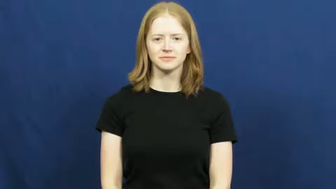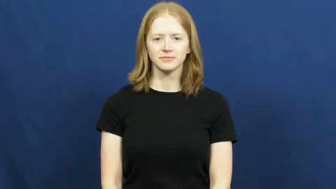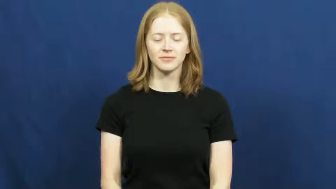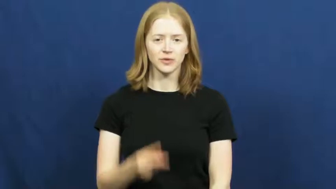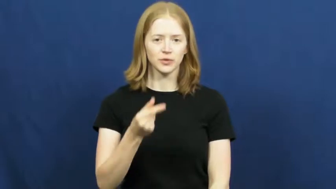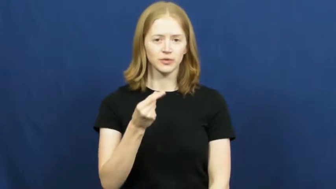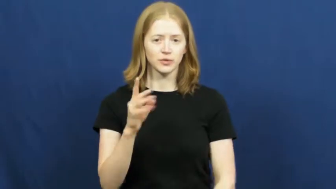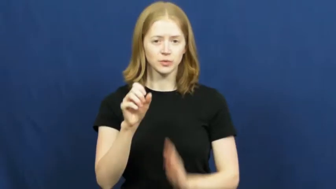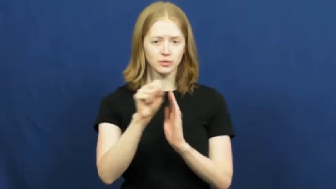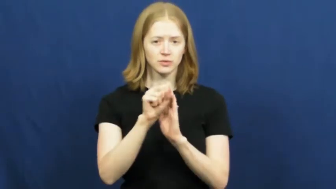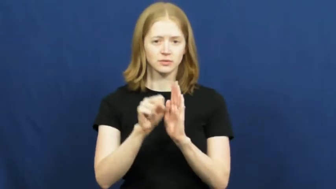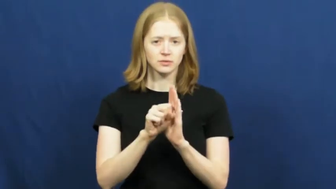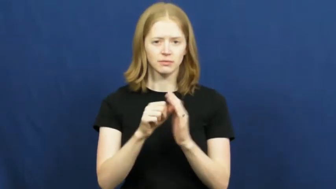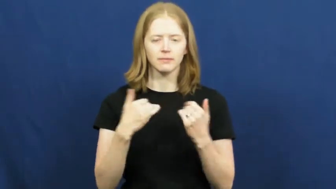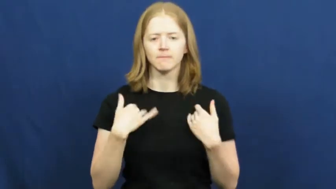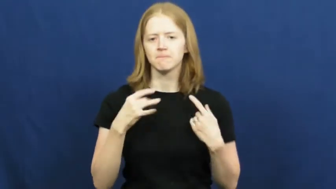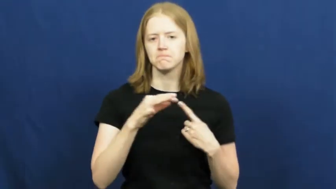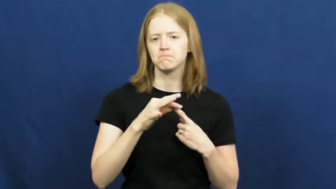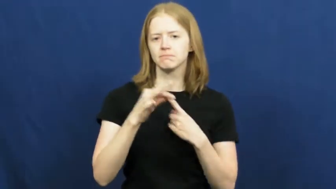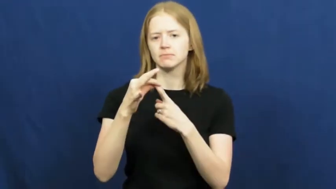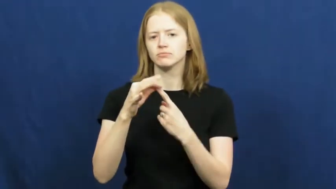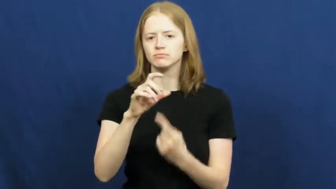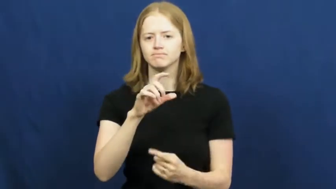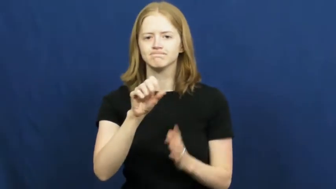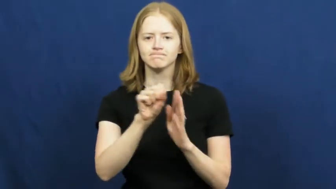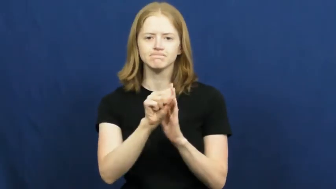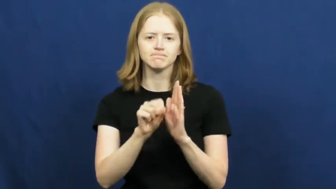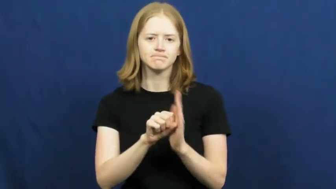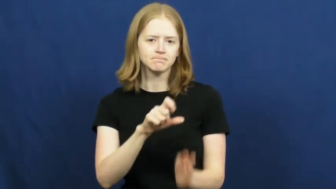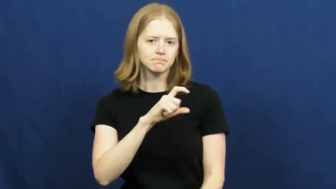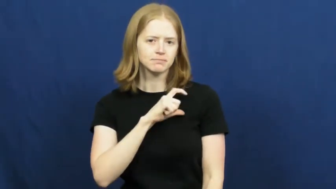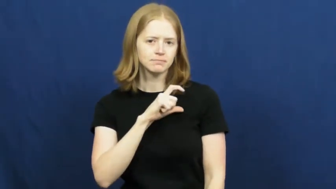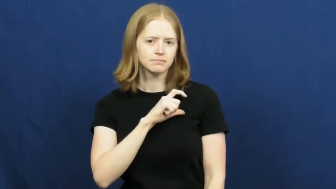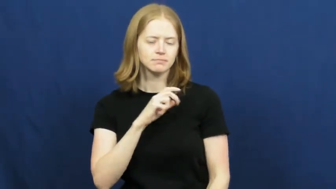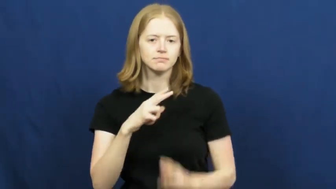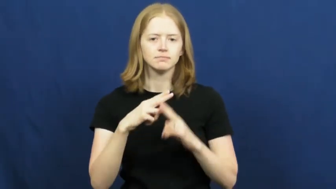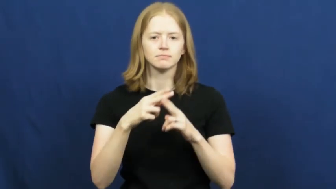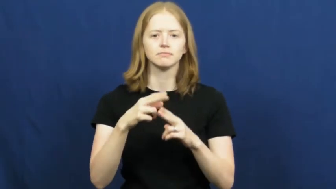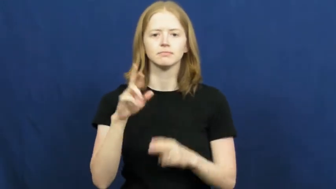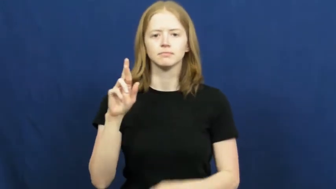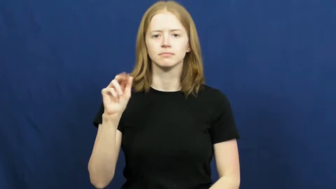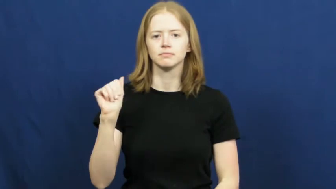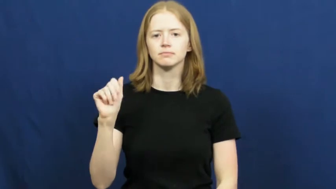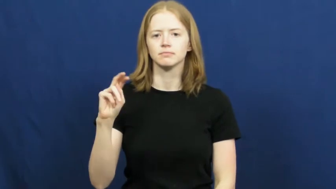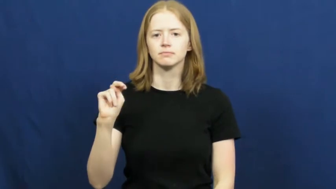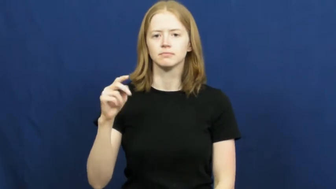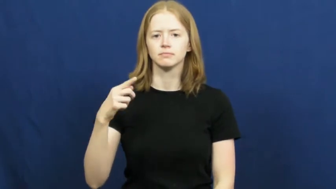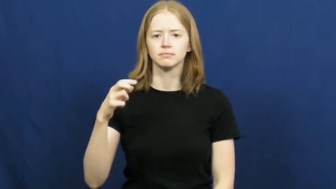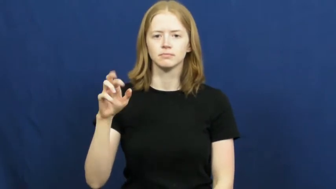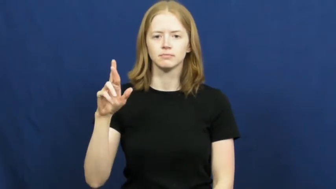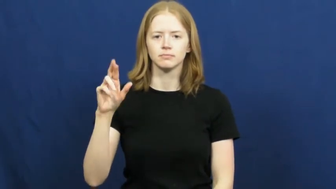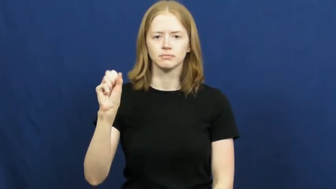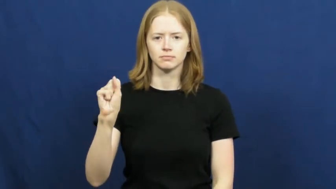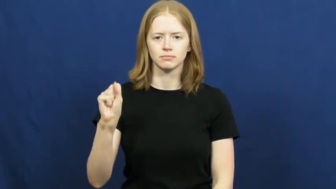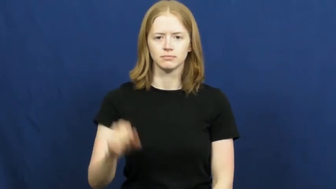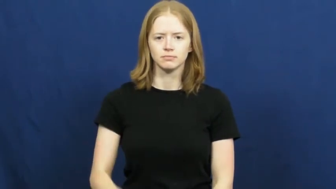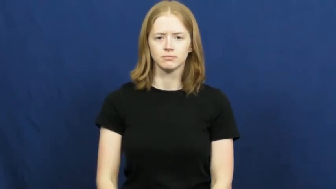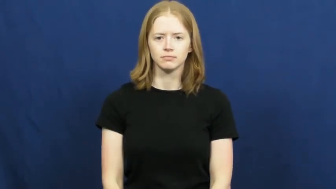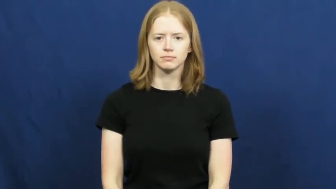ranger-police